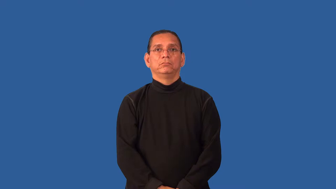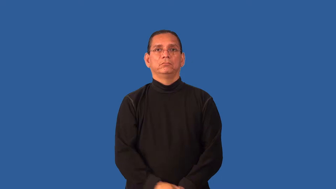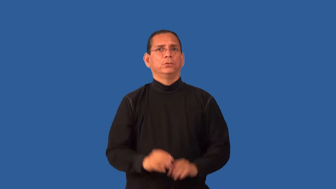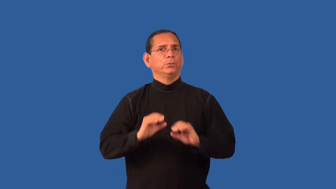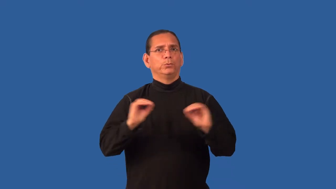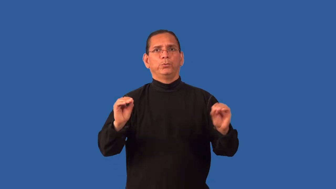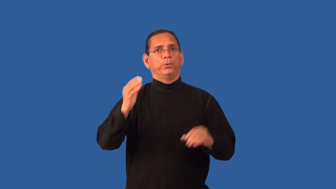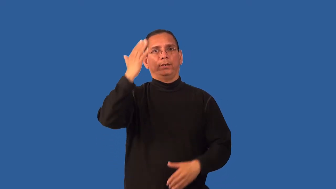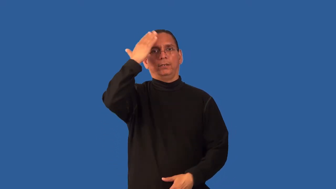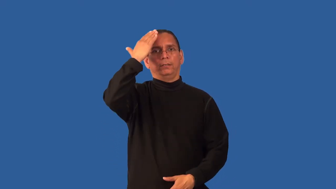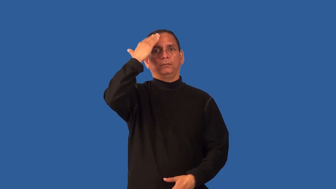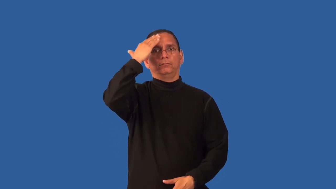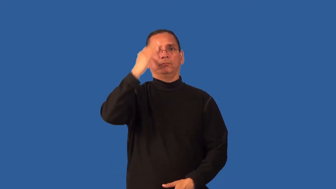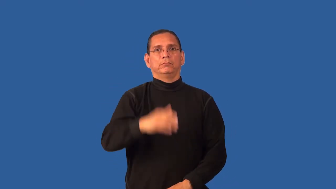hatless